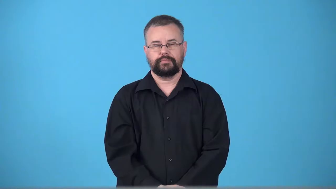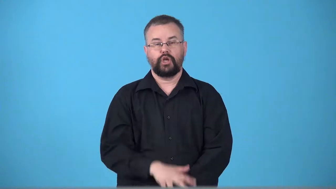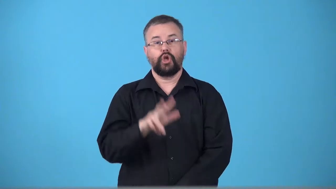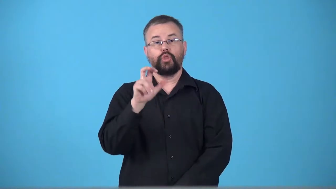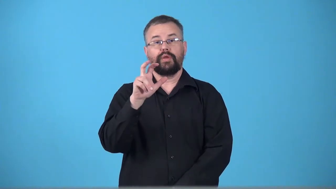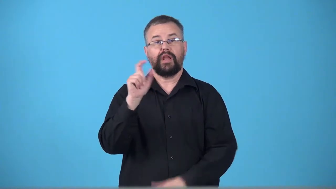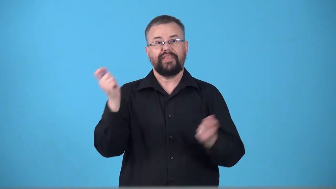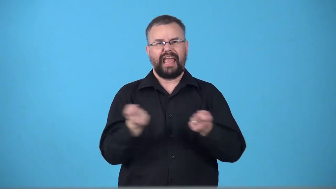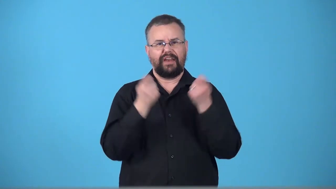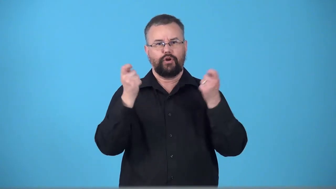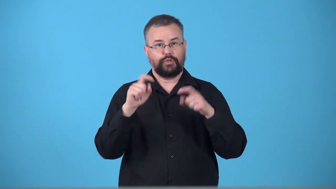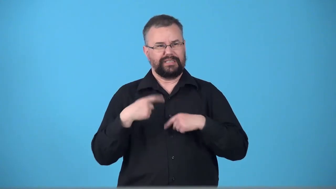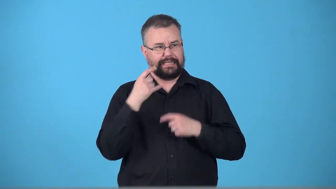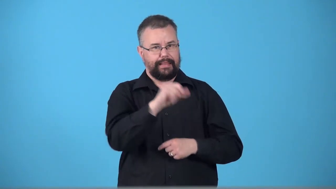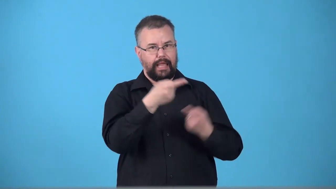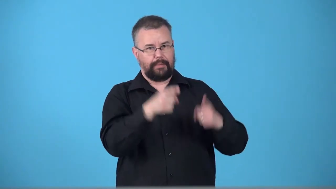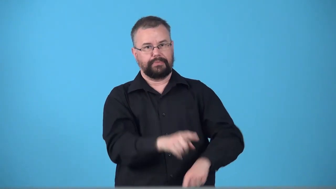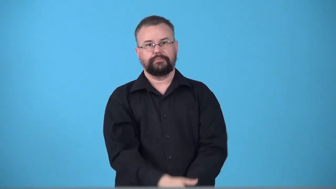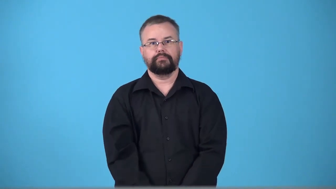tricentennial